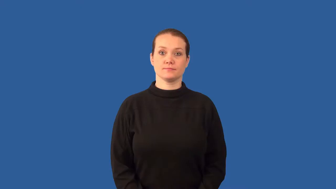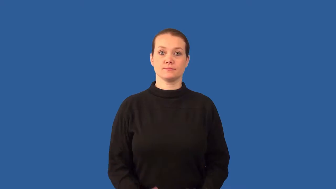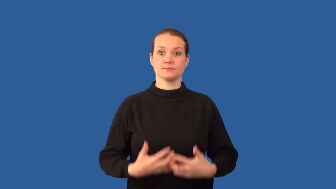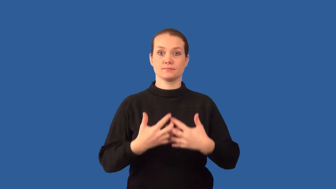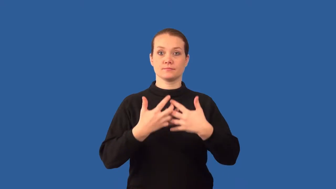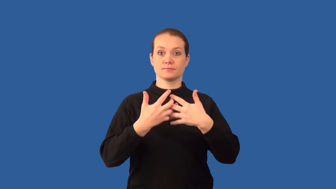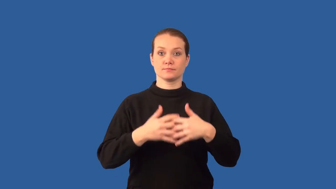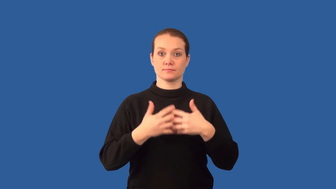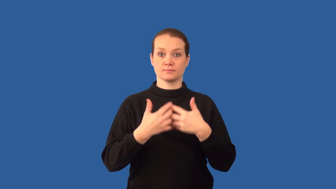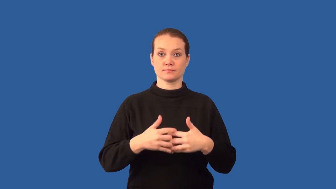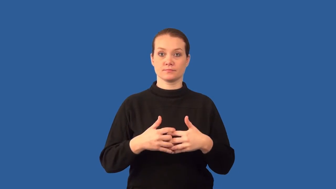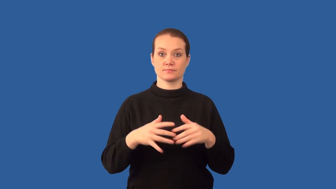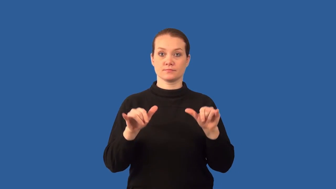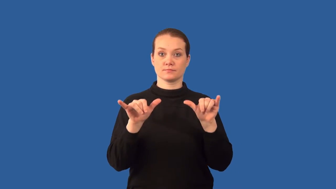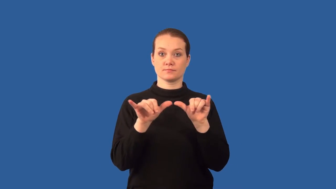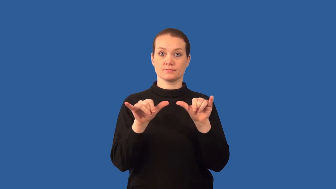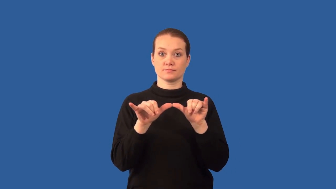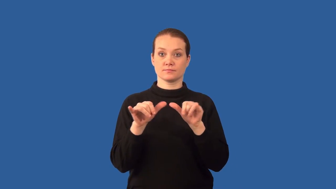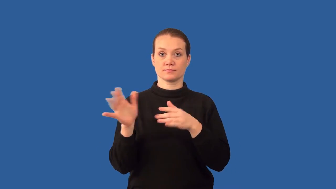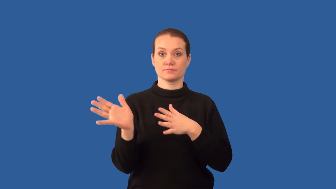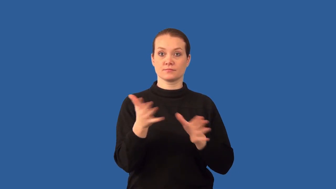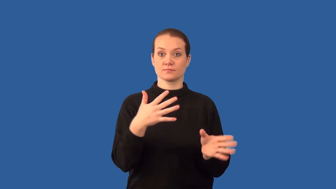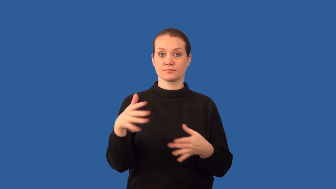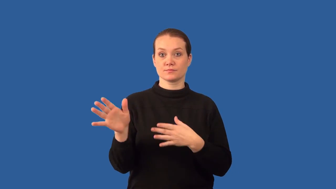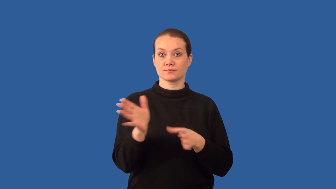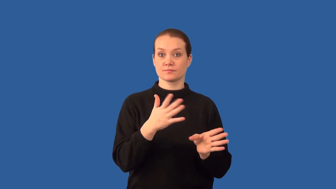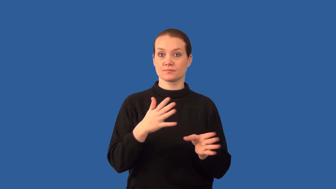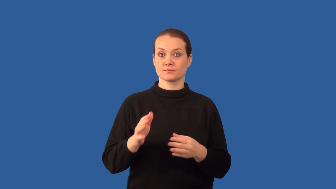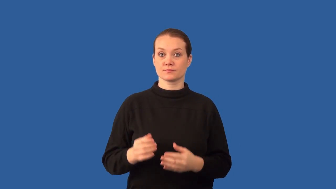anemometer